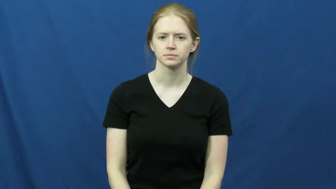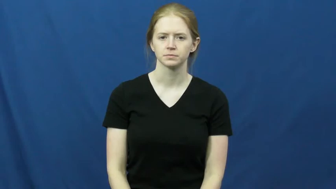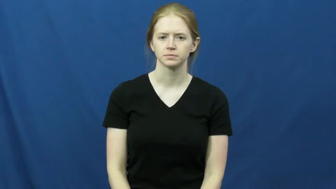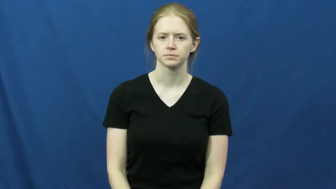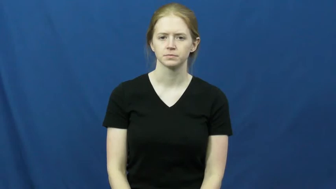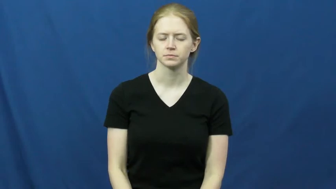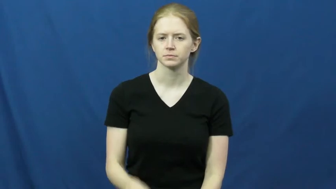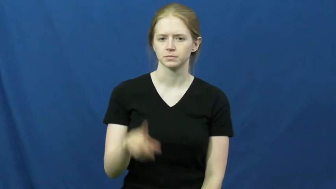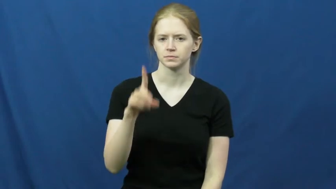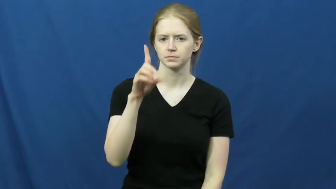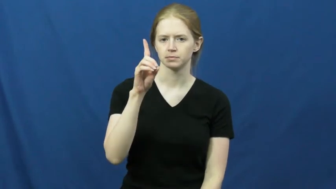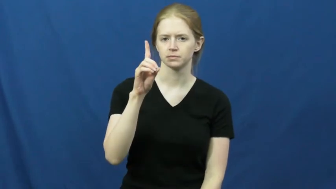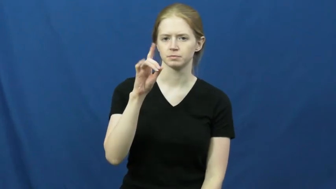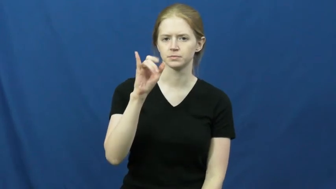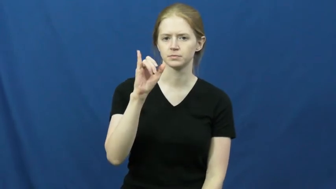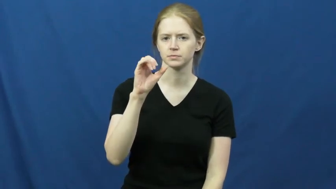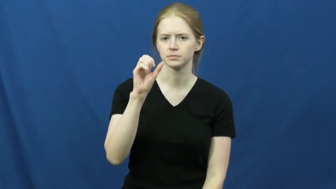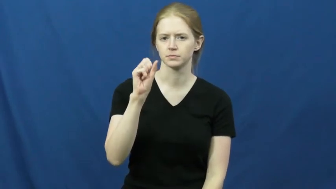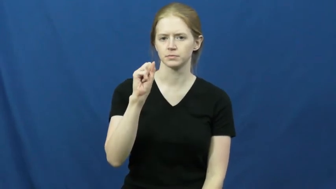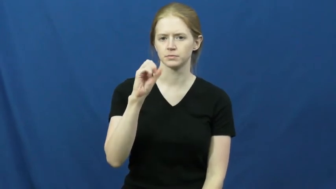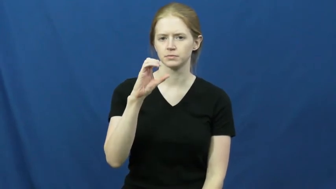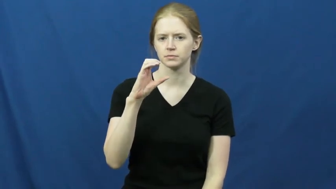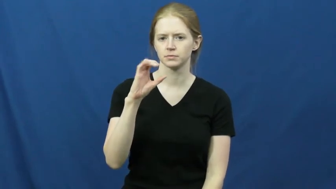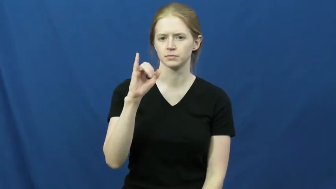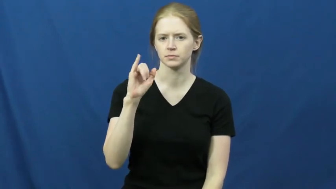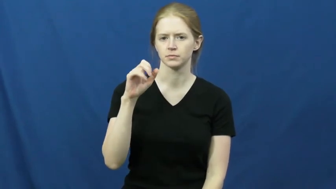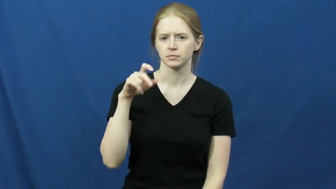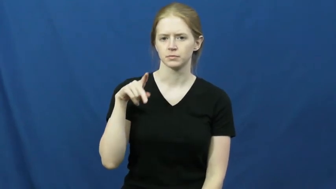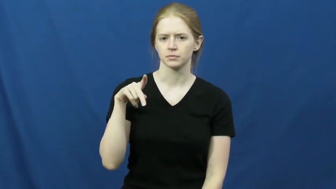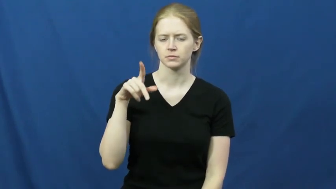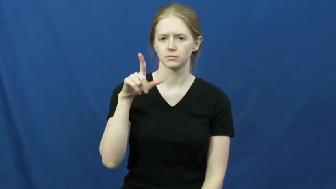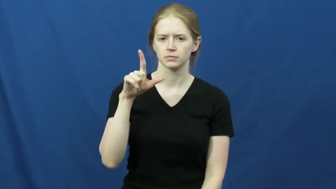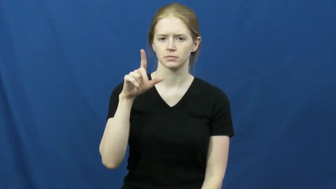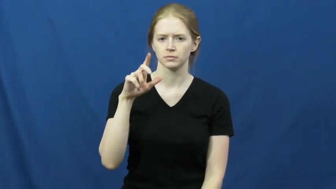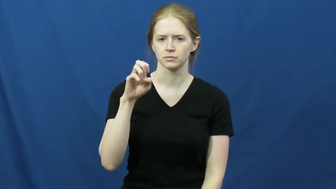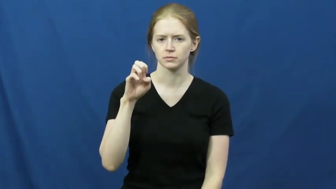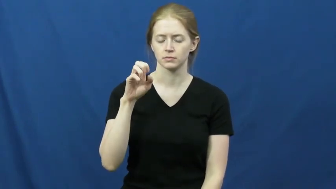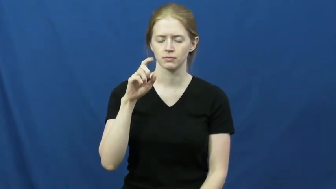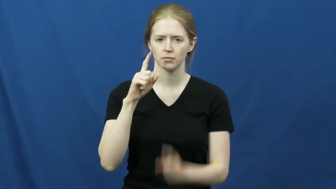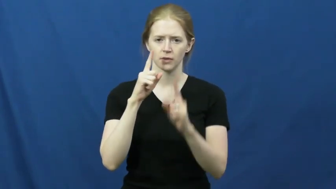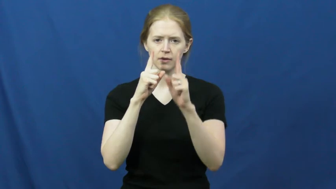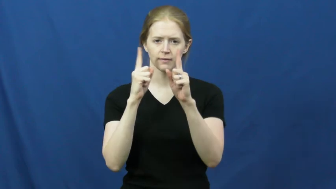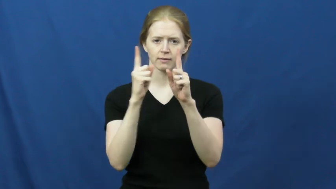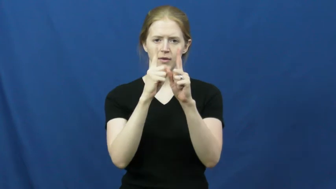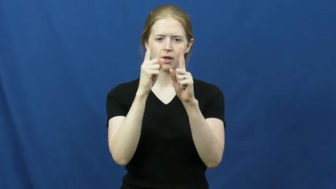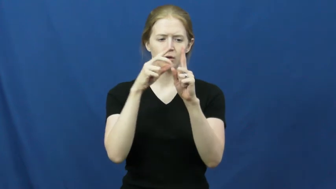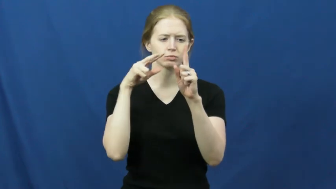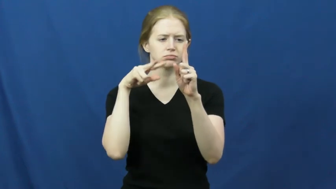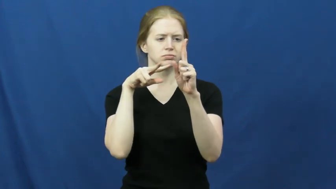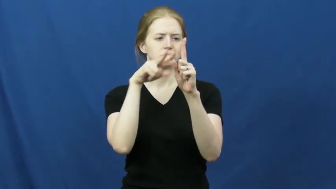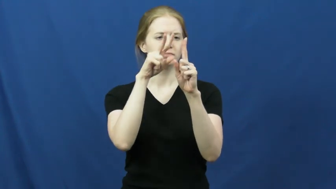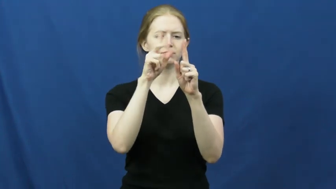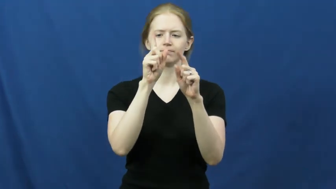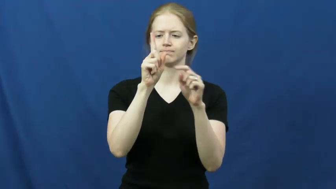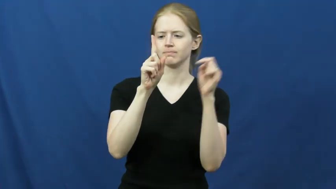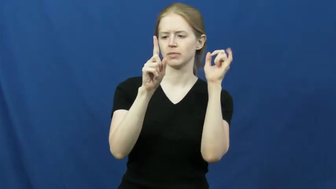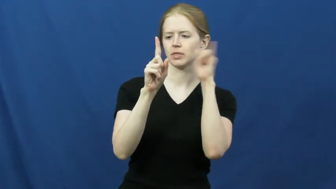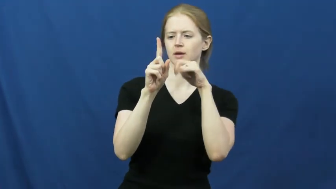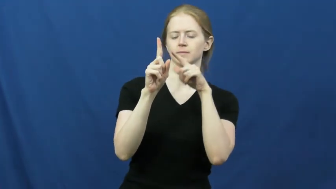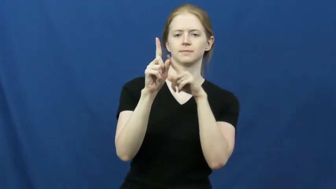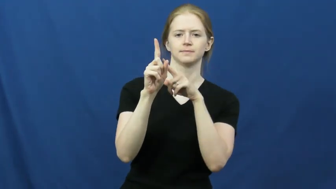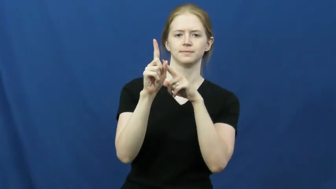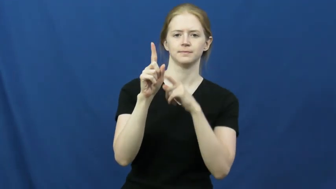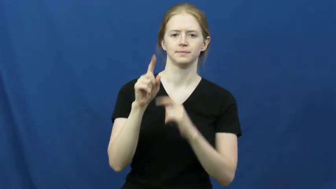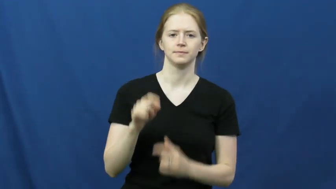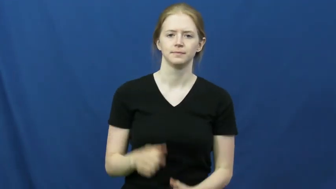disciple